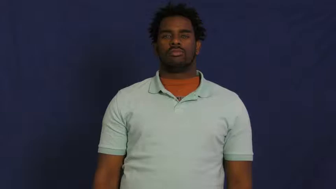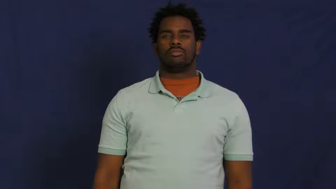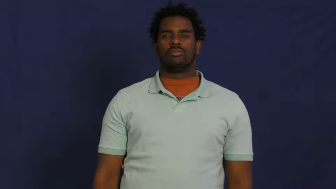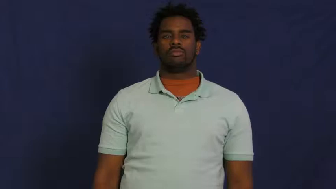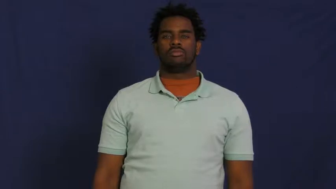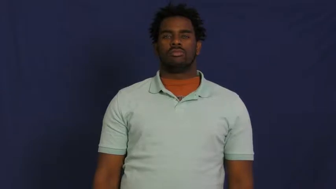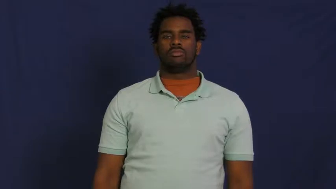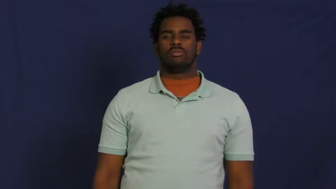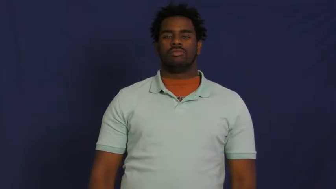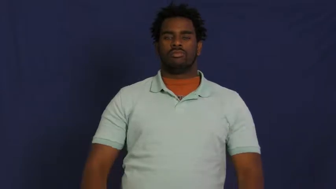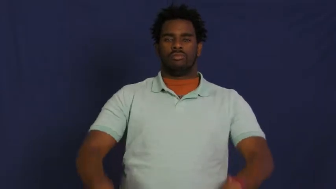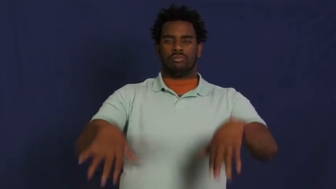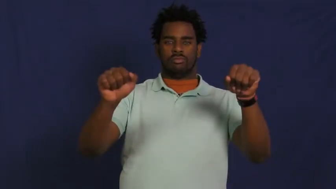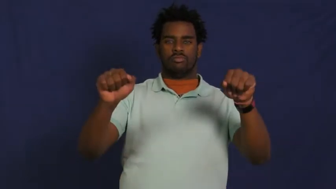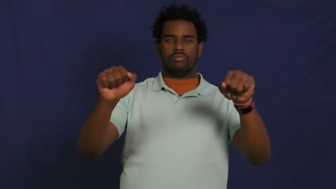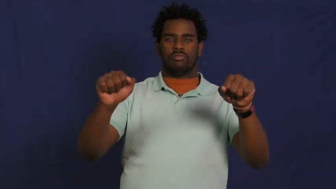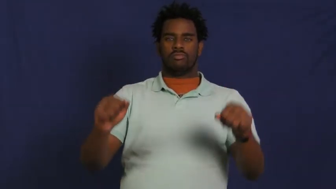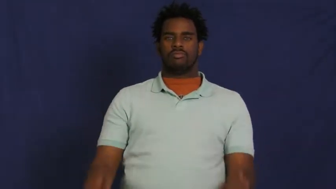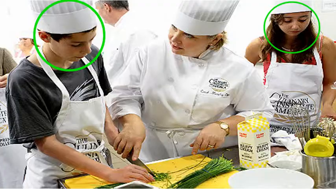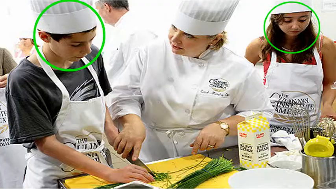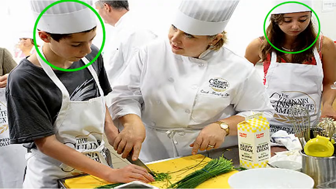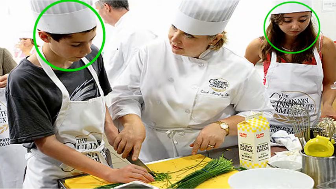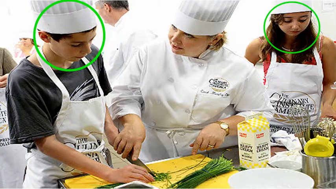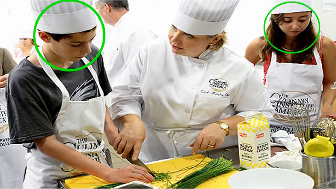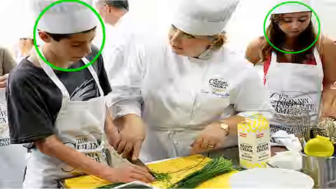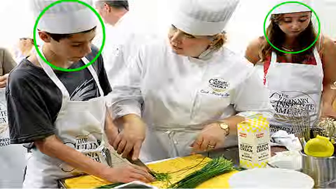take-class